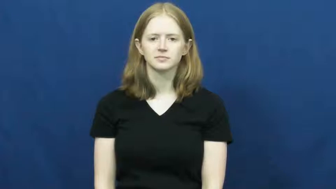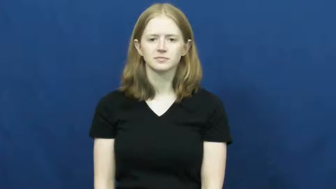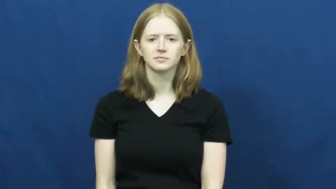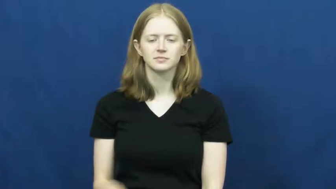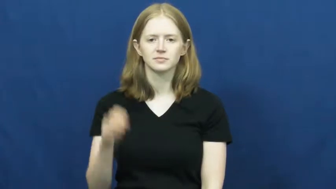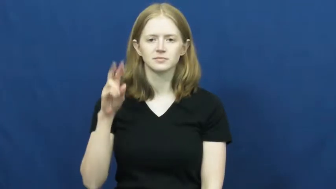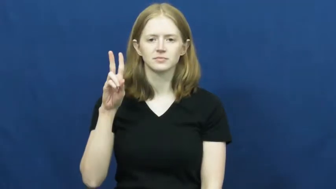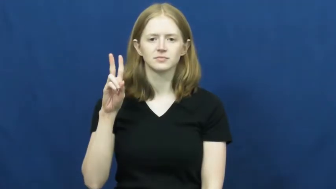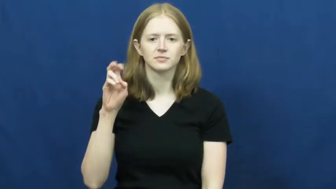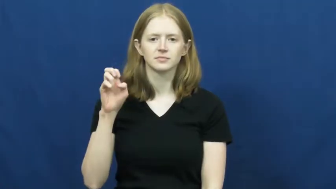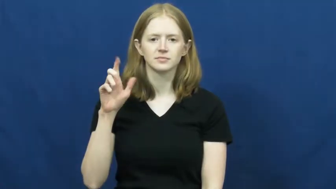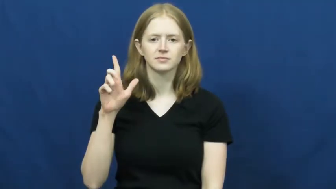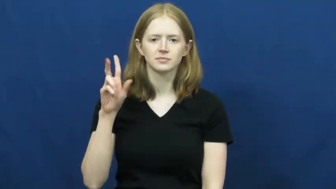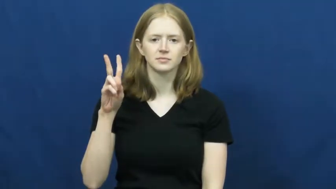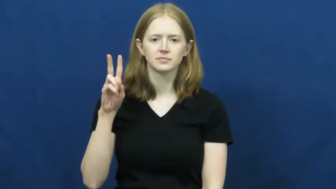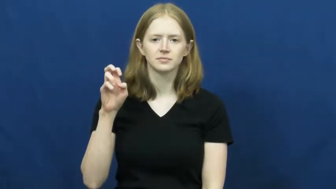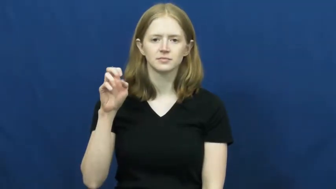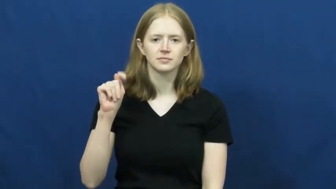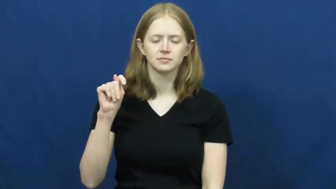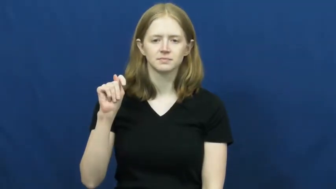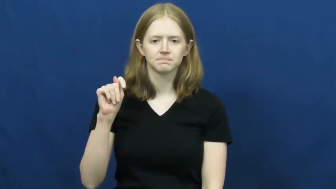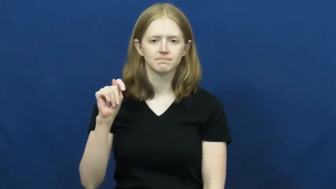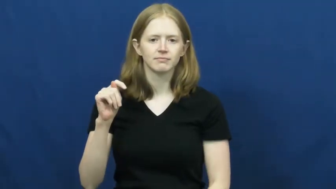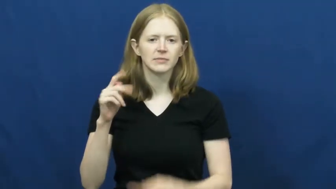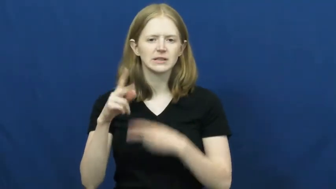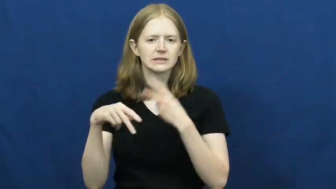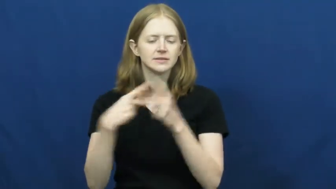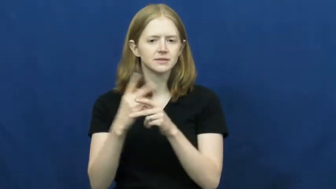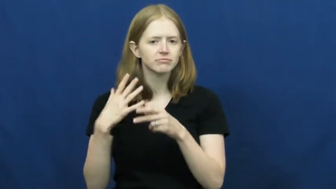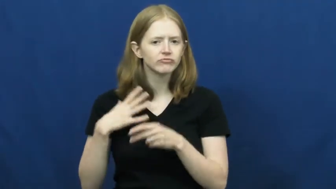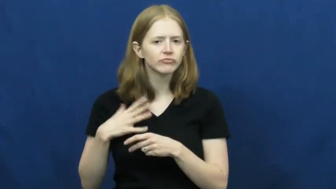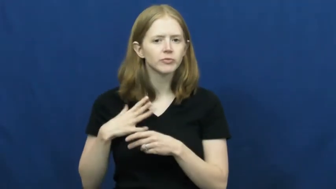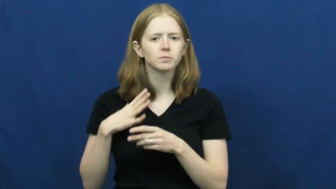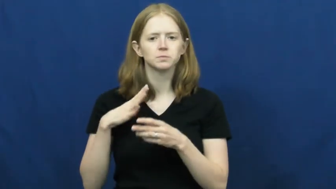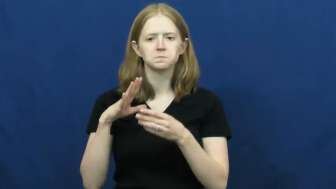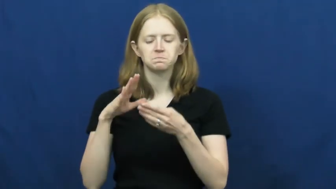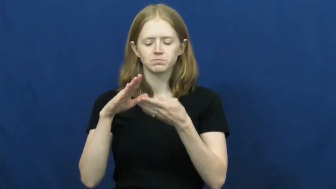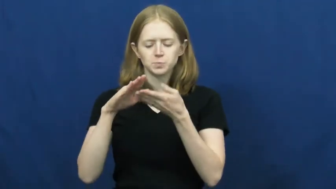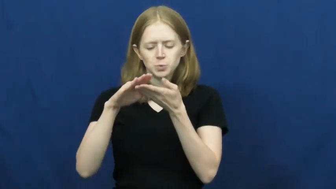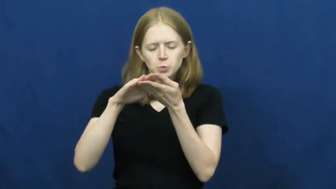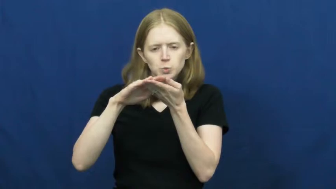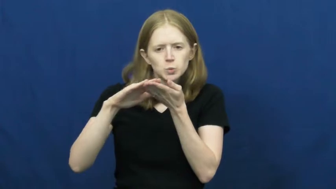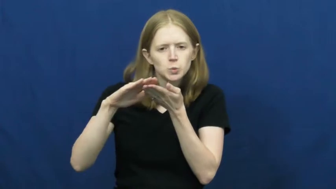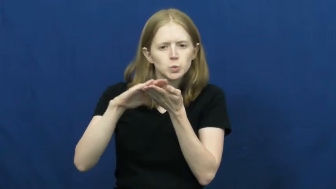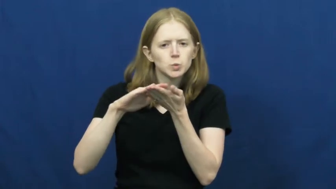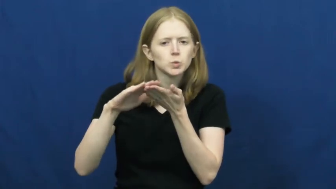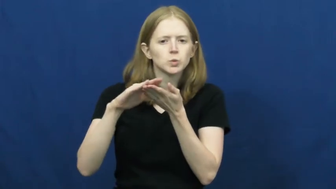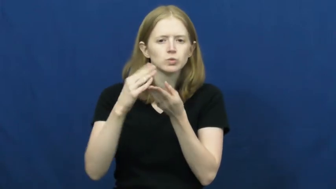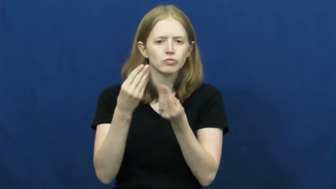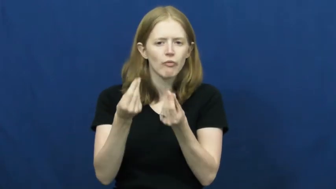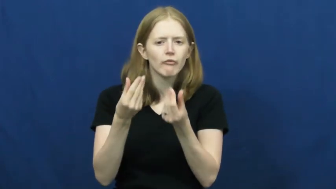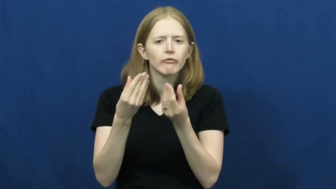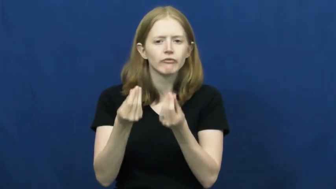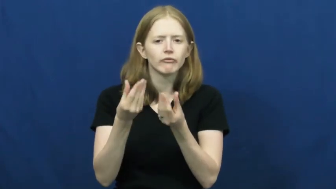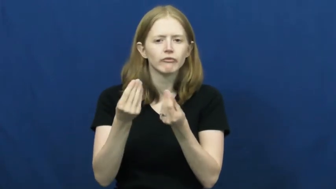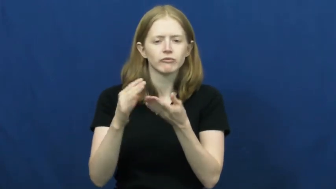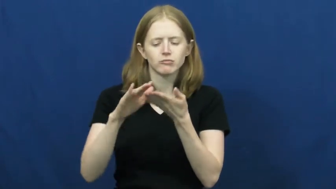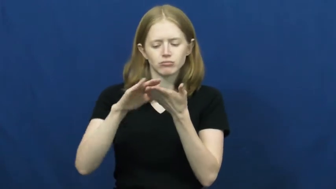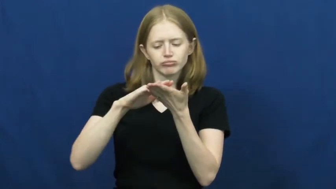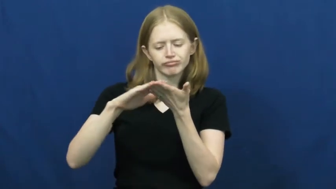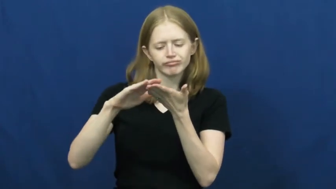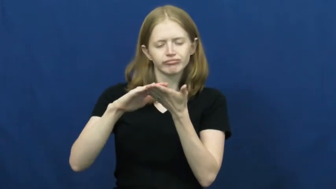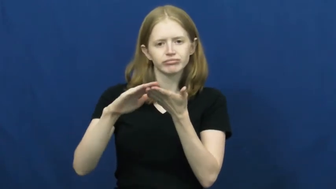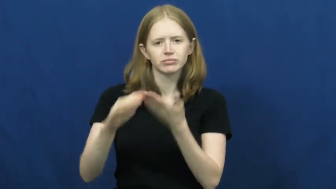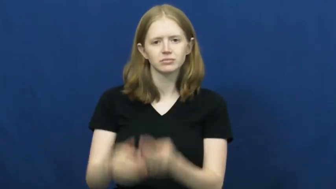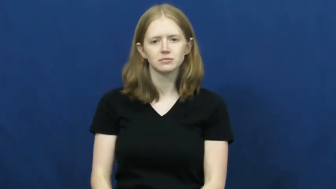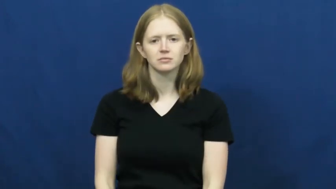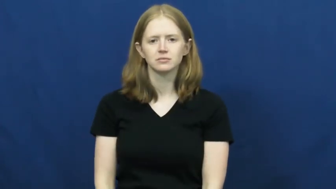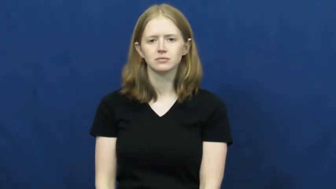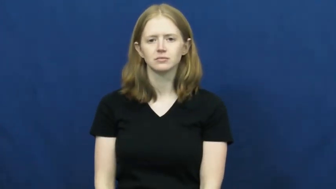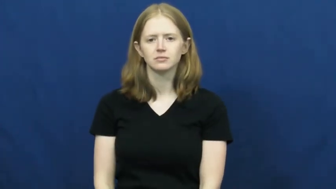velvet